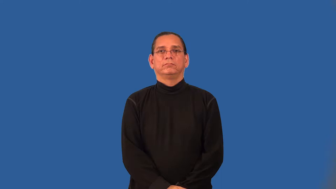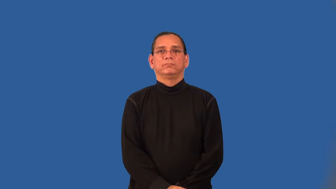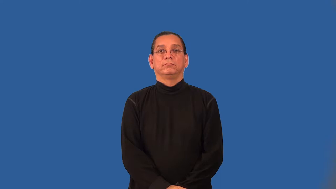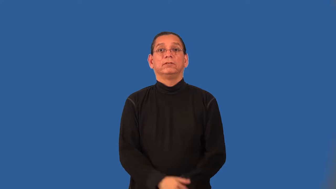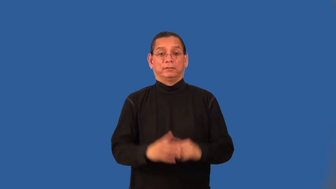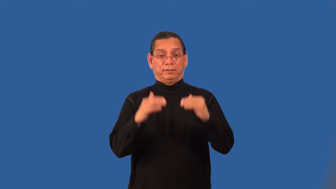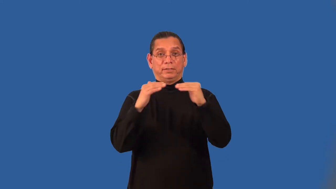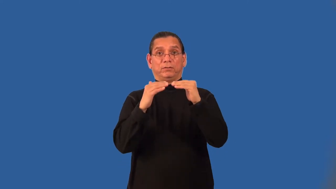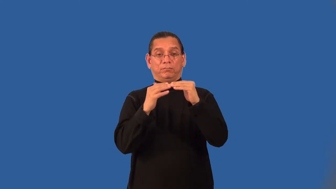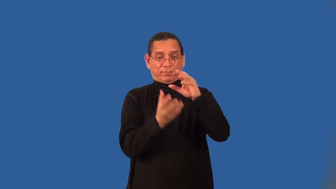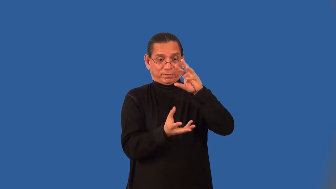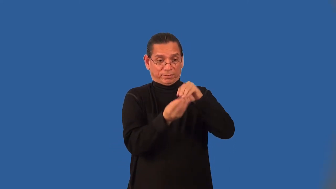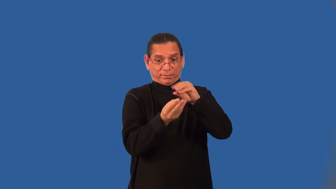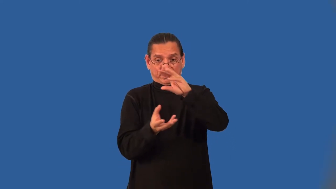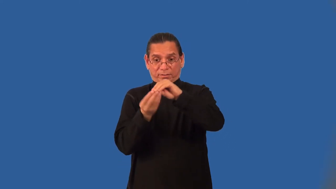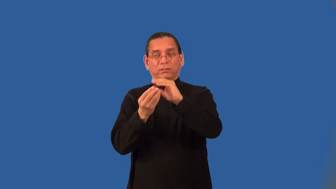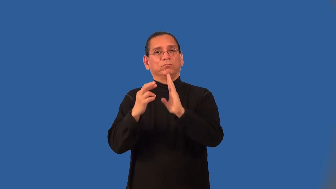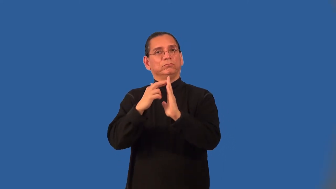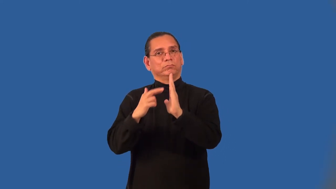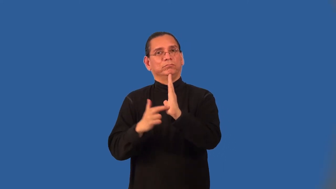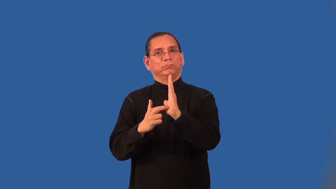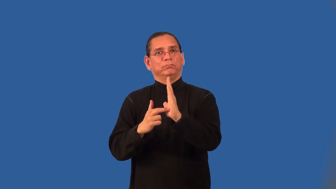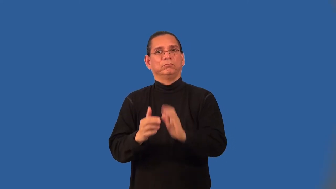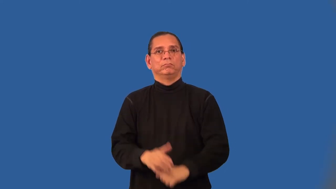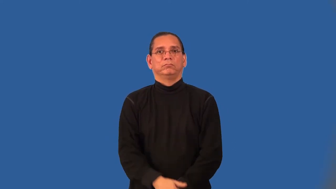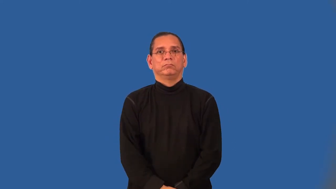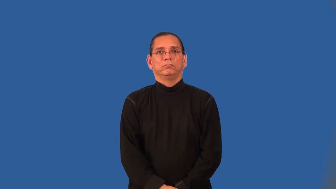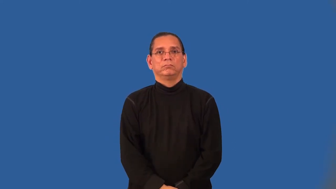Addition Property of Equality